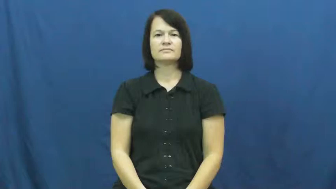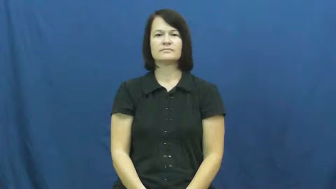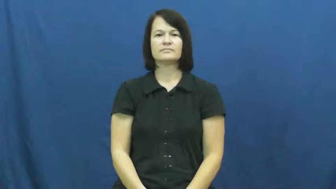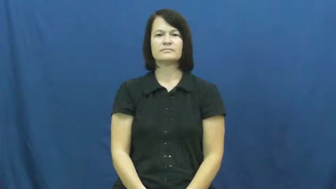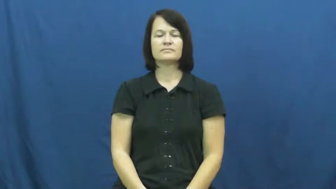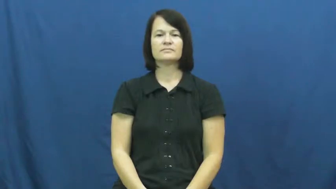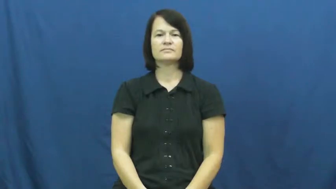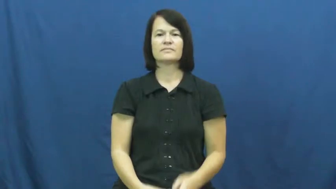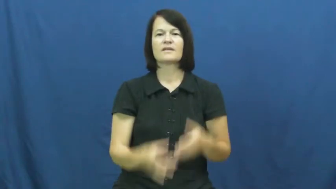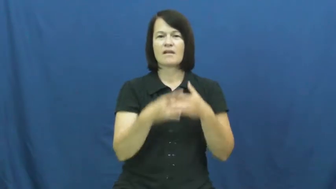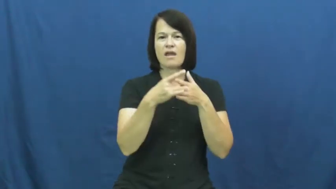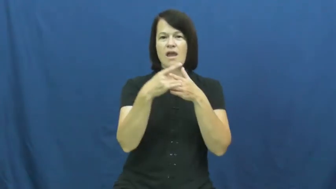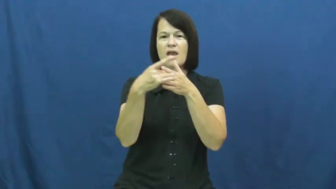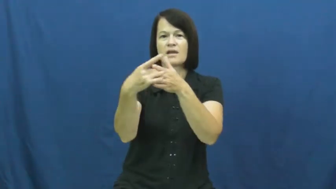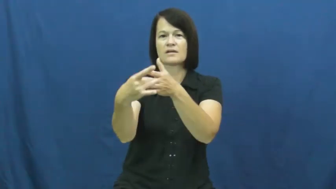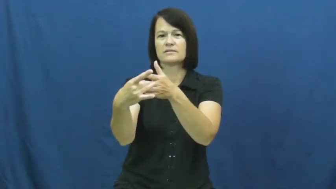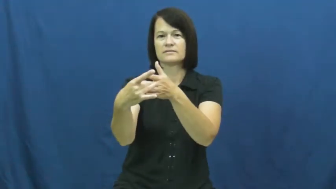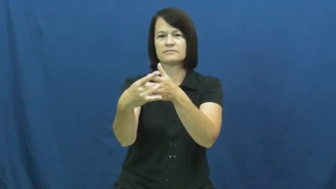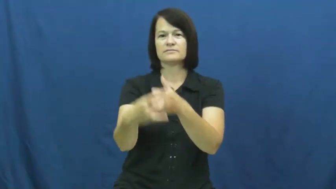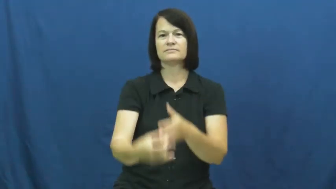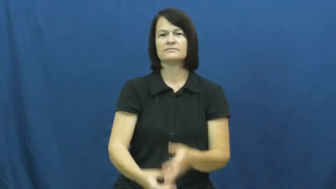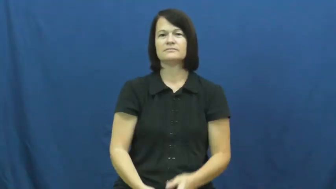guide,steer,lodestar,pilot